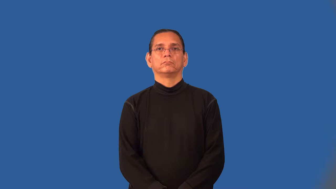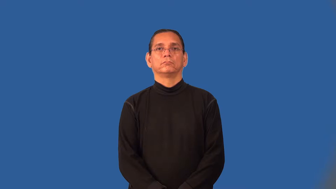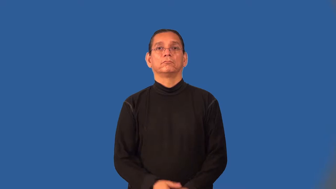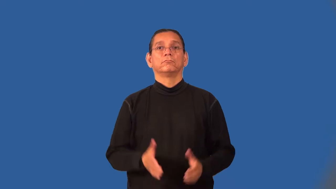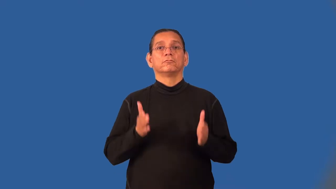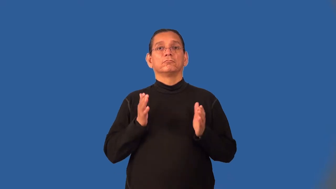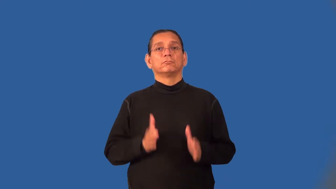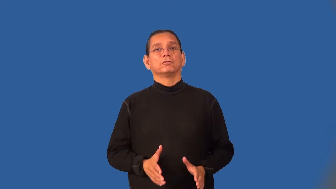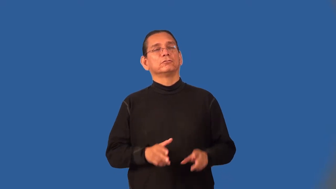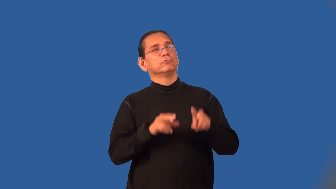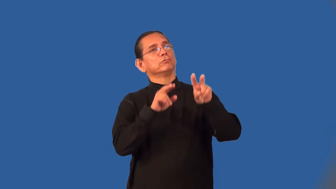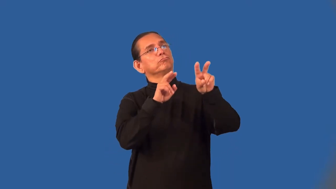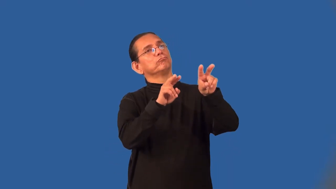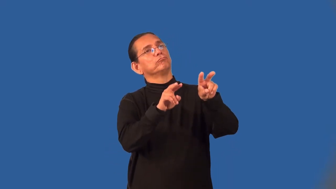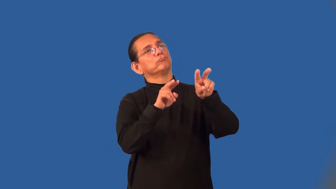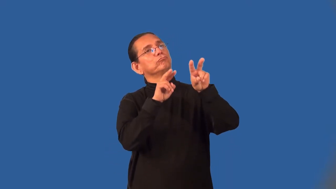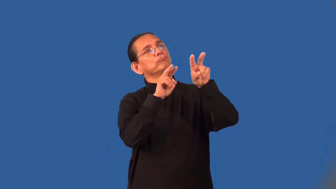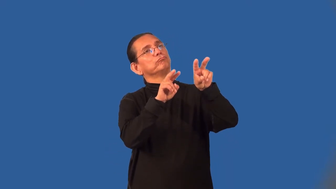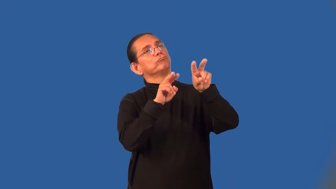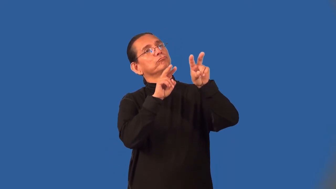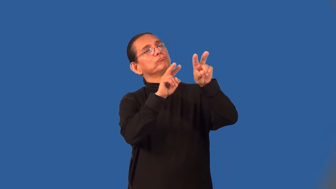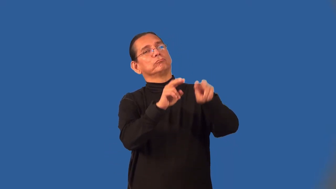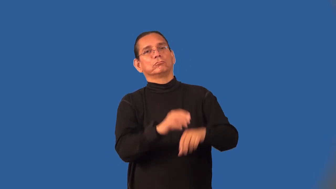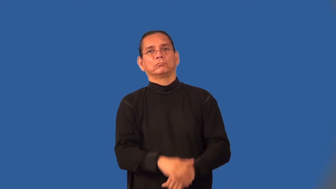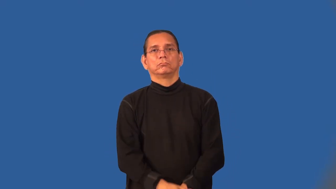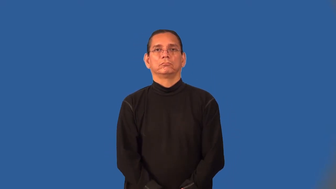gazer